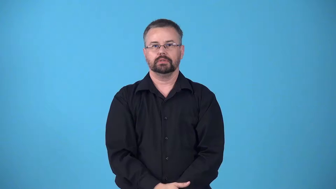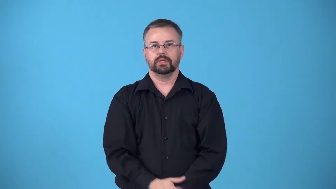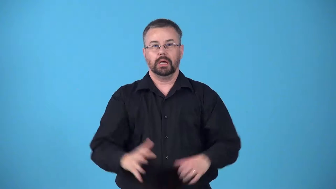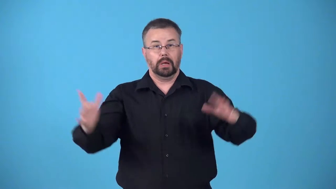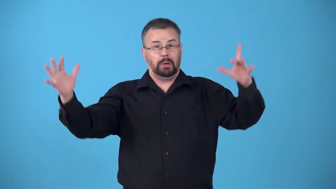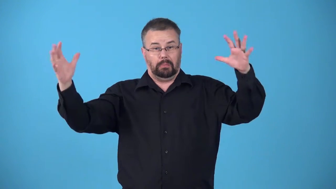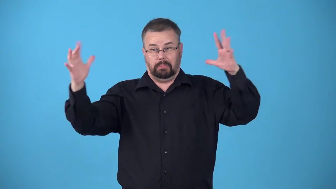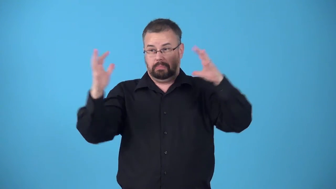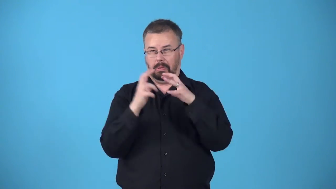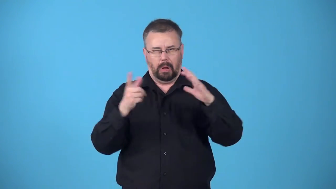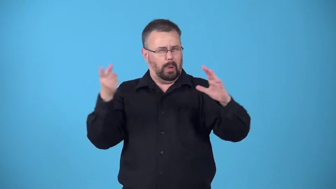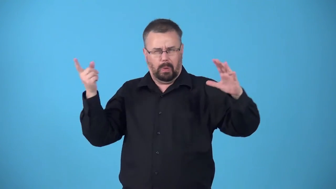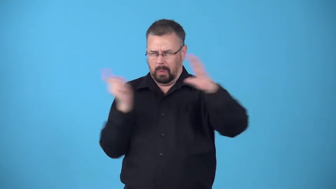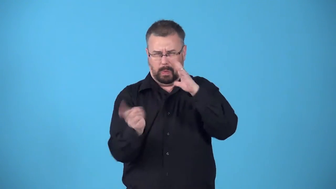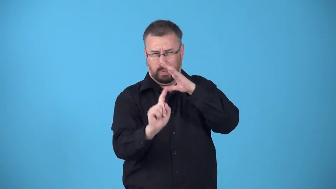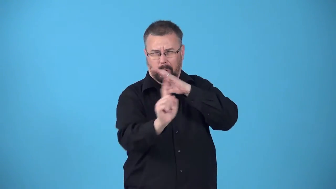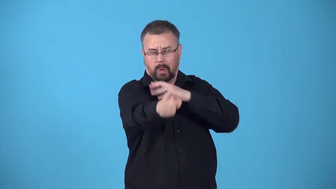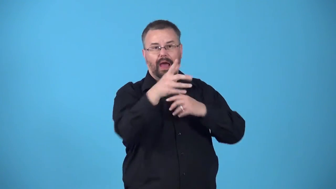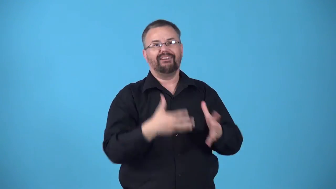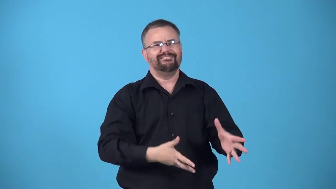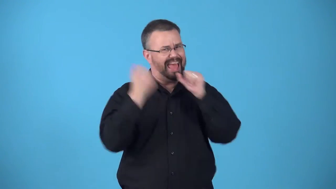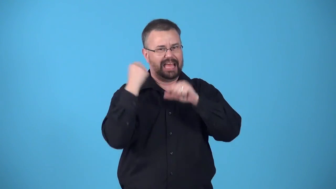barrel-go through are very fast